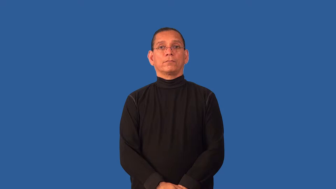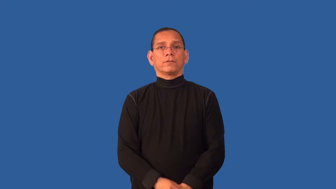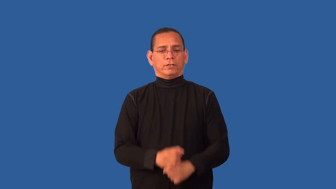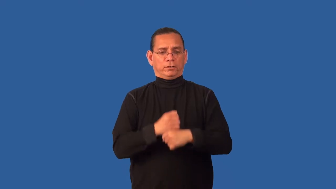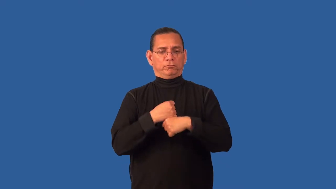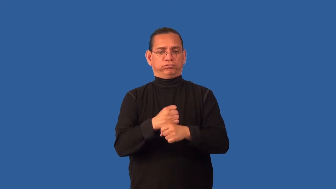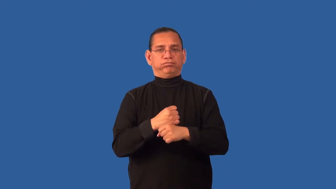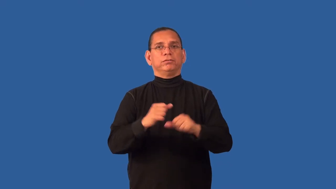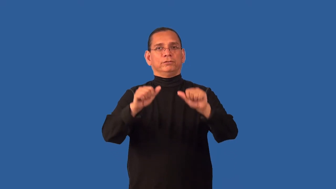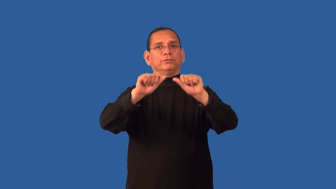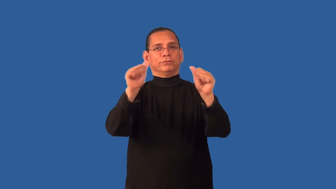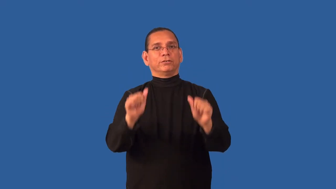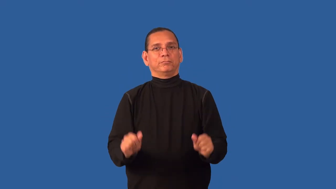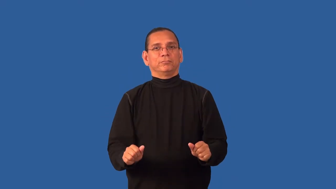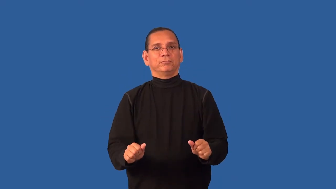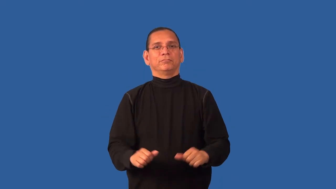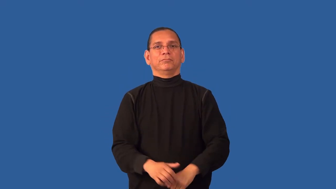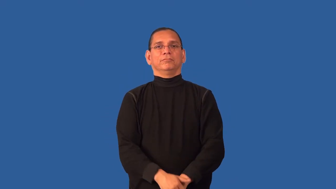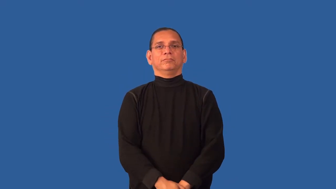crystalize-become a shape